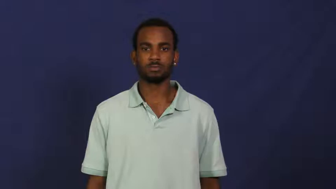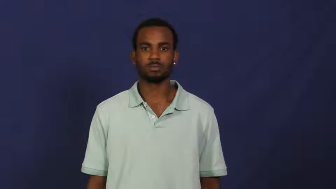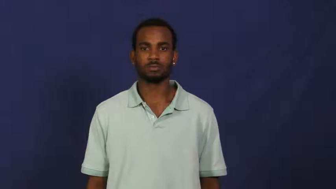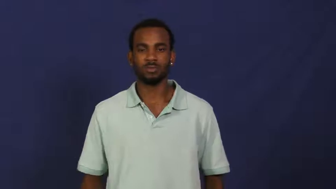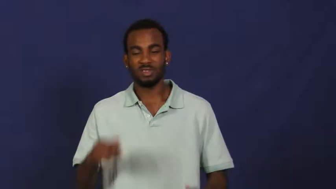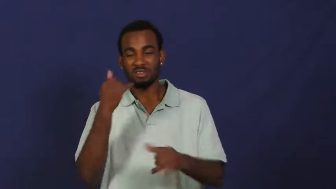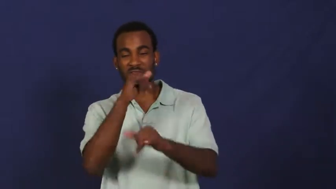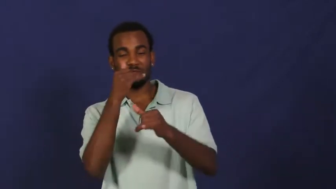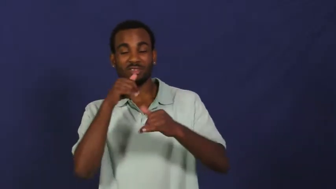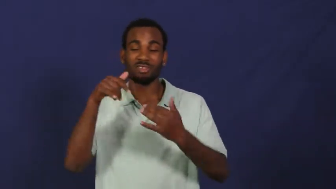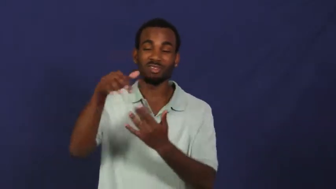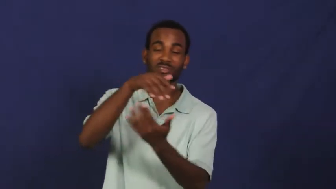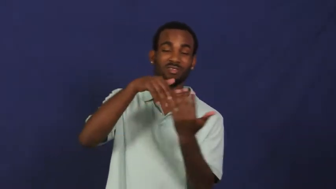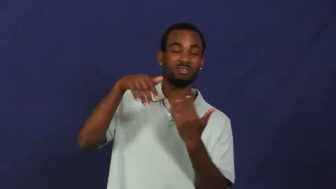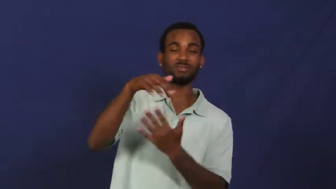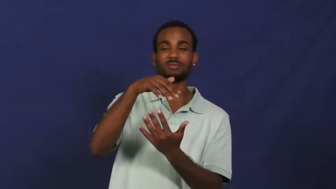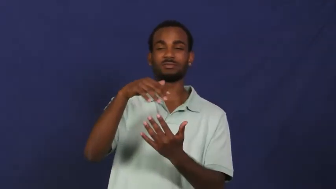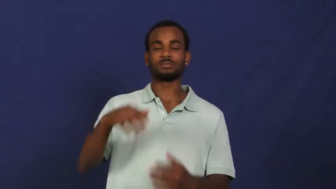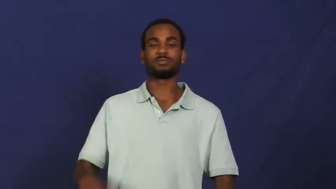fool around,clown,cutup,lark